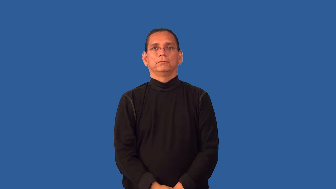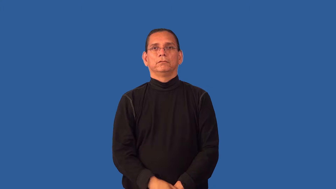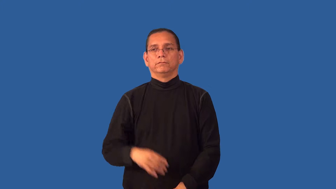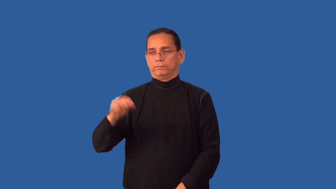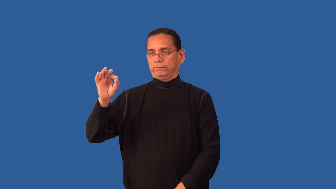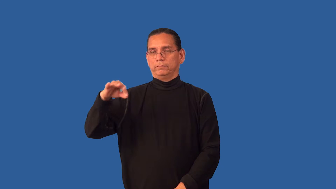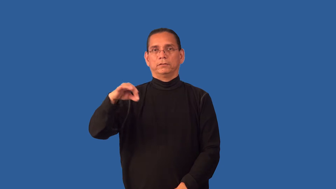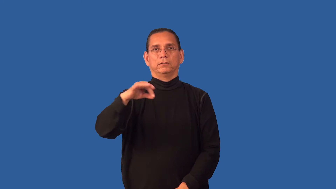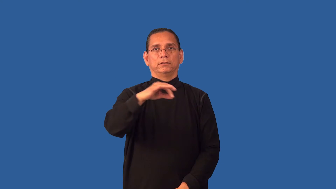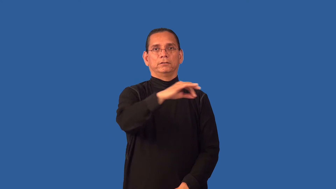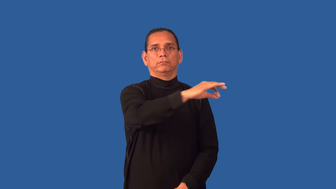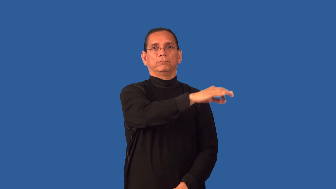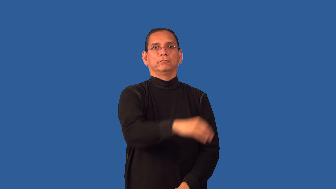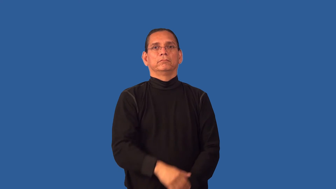fly-insect verb